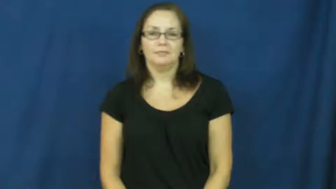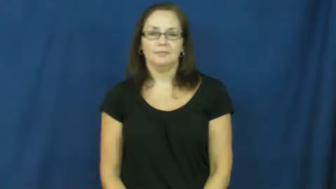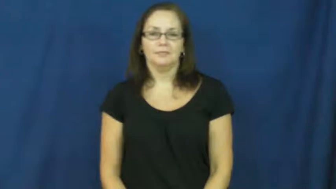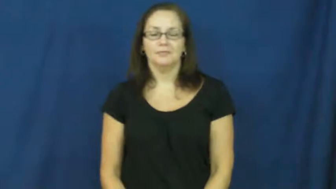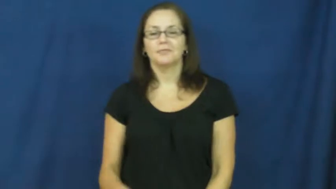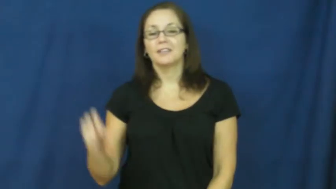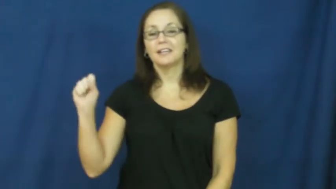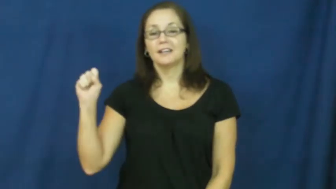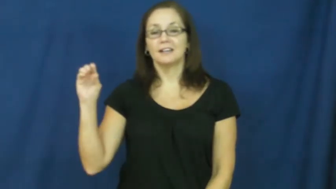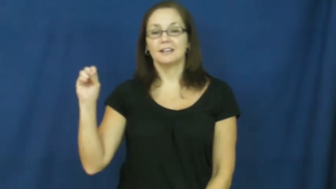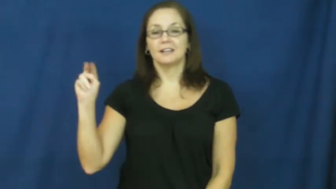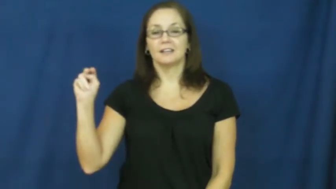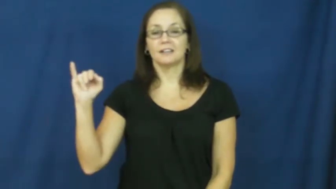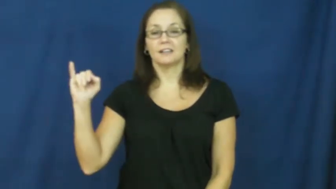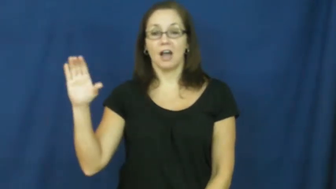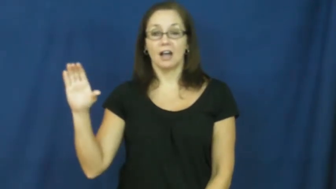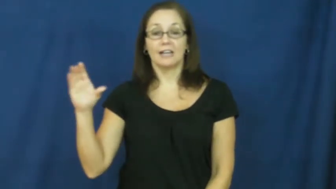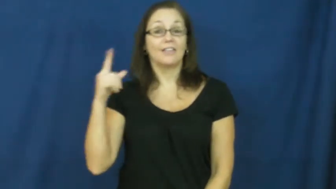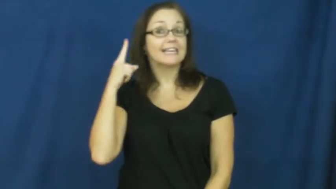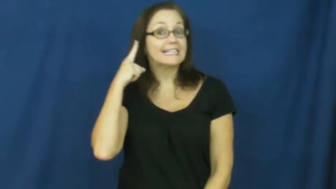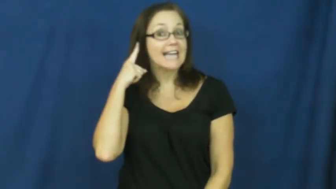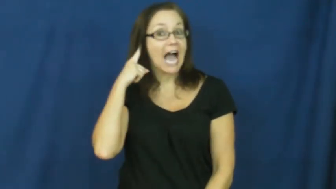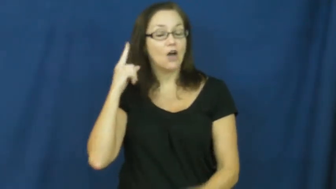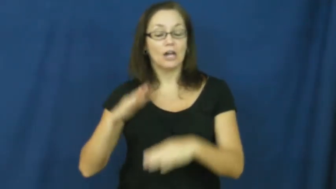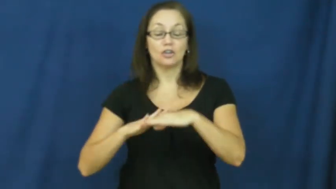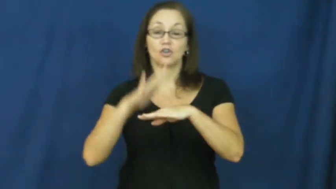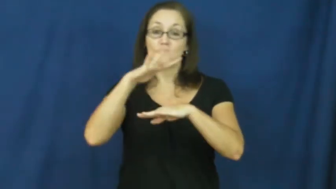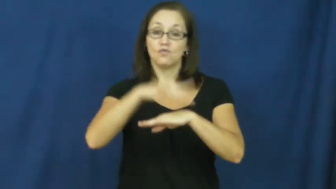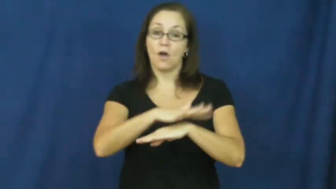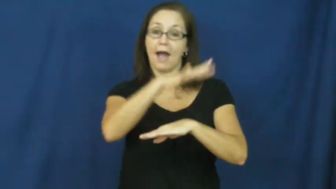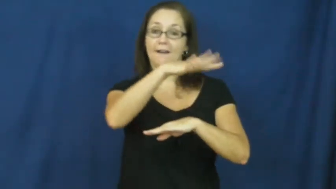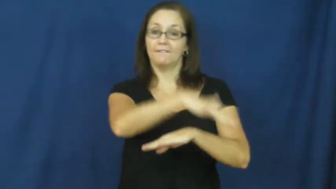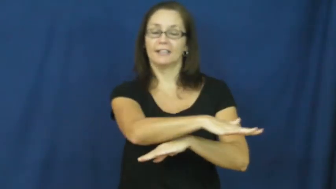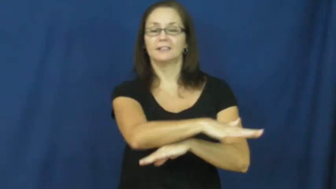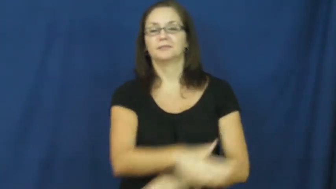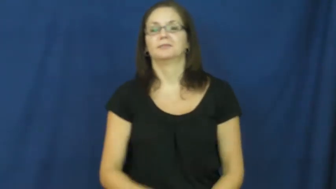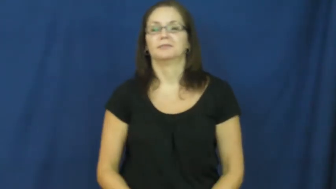sonic